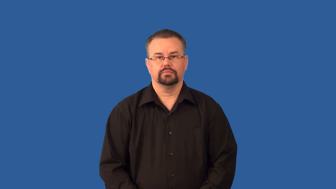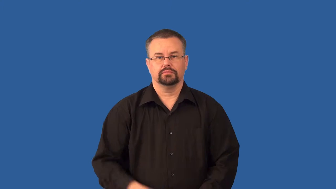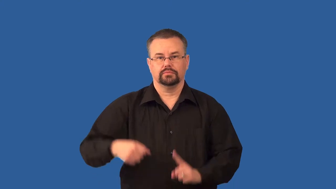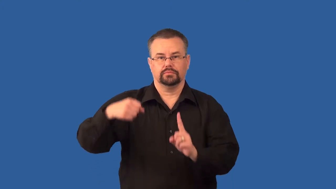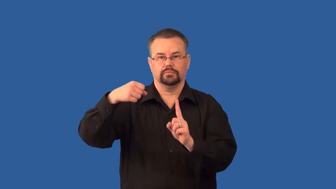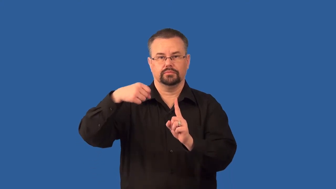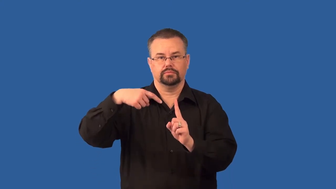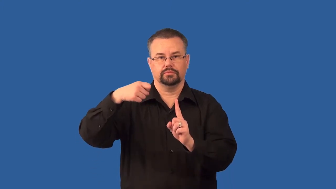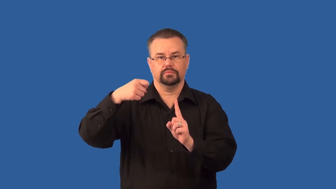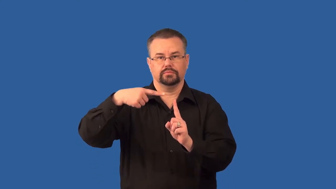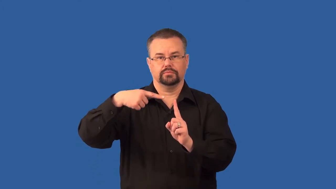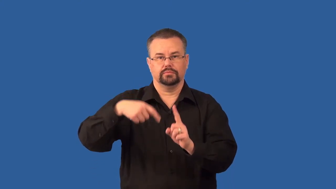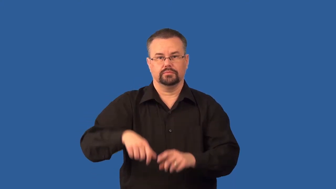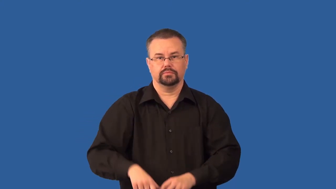stimulus